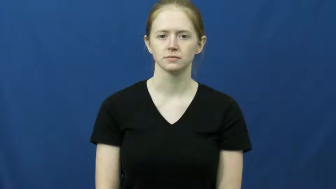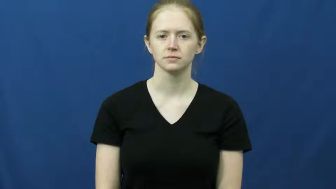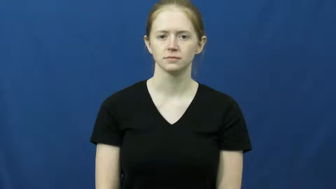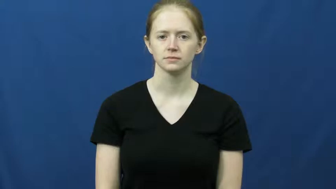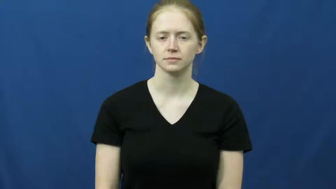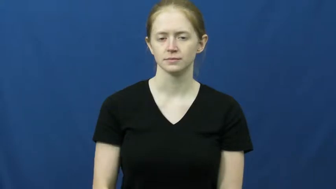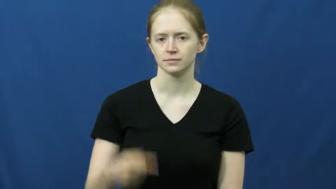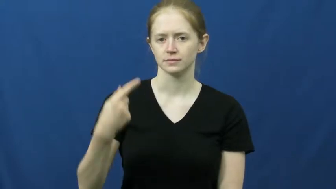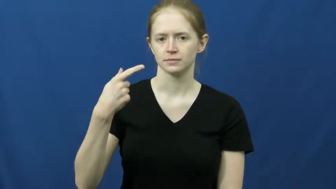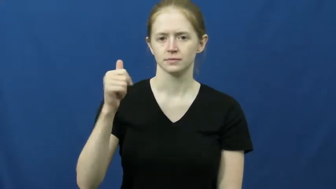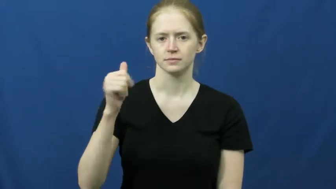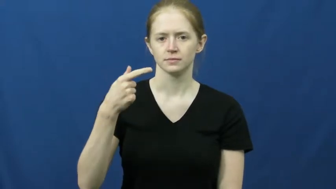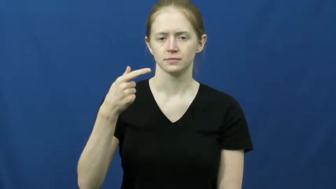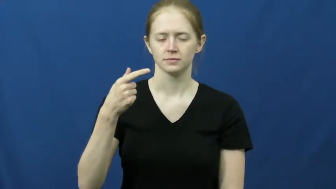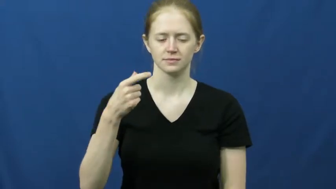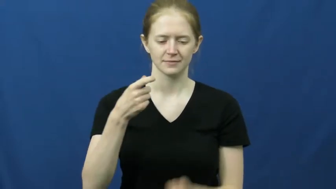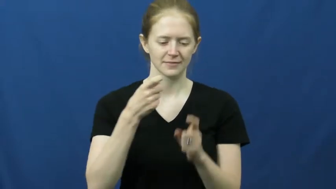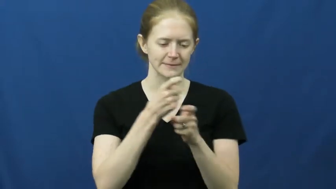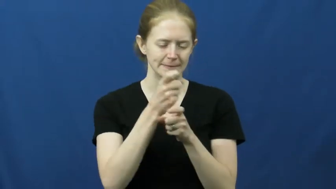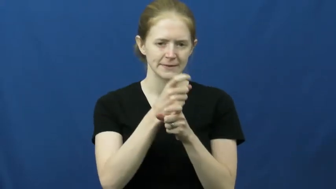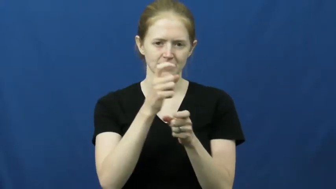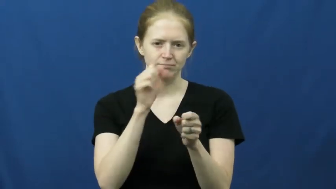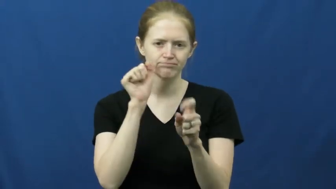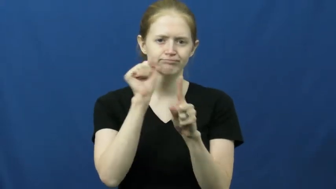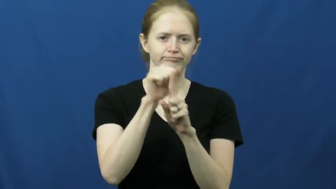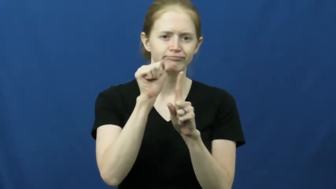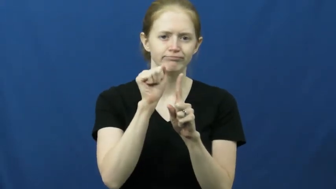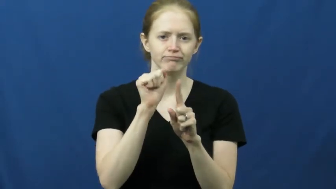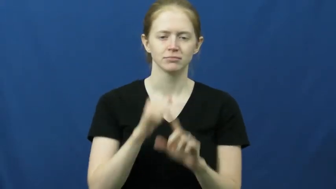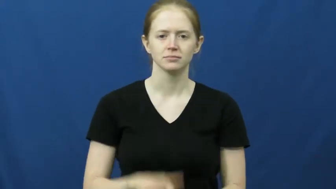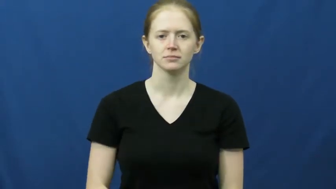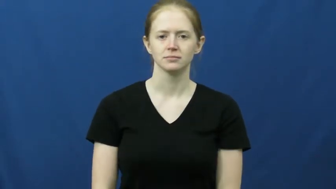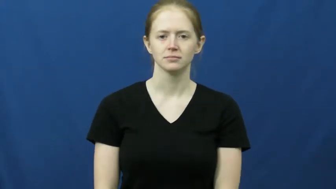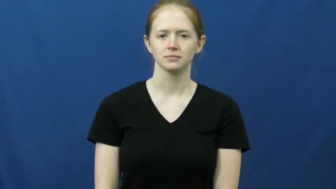gag-prank